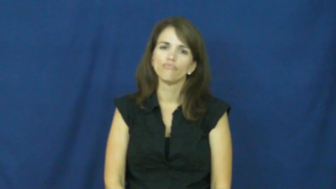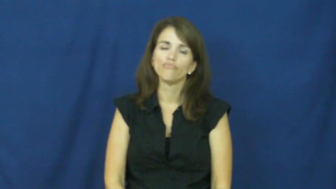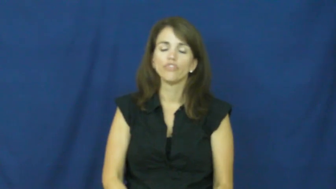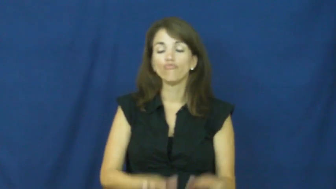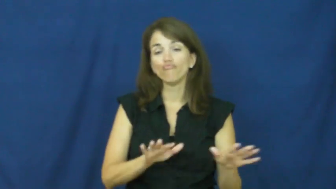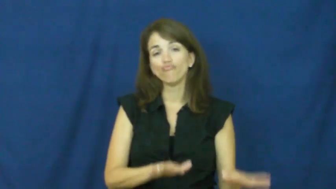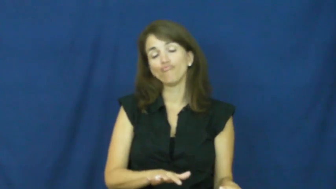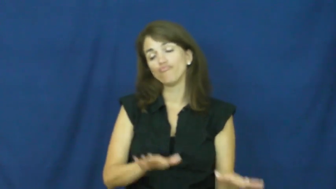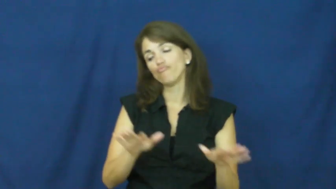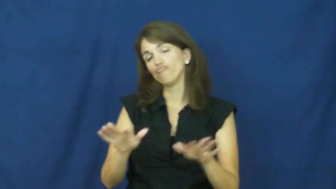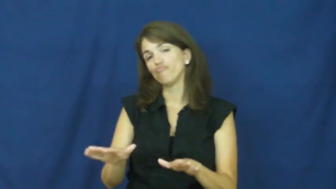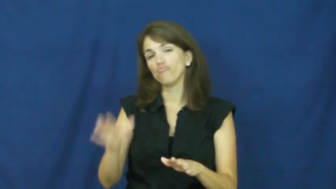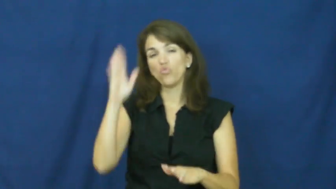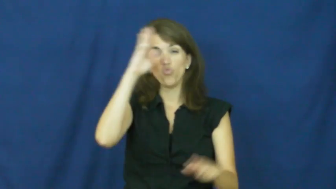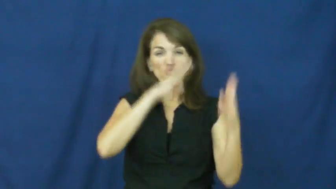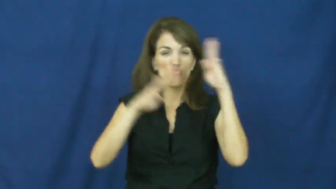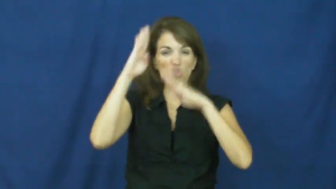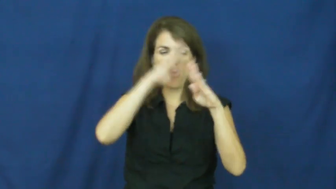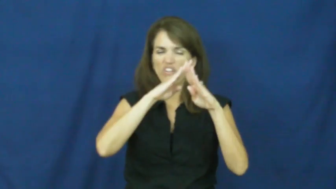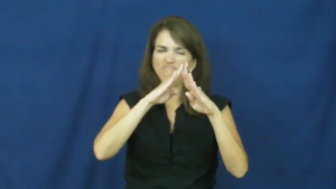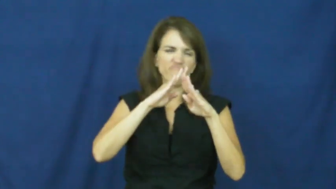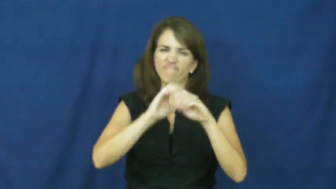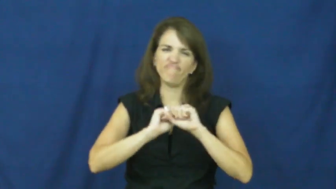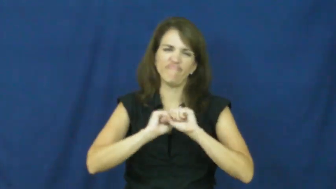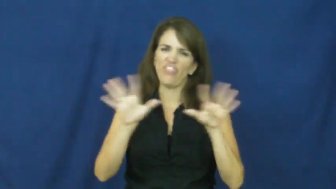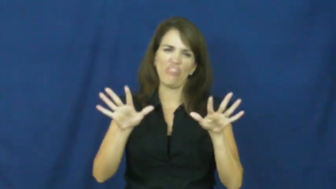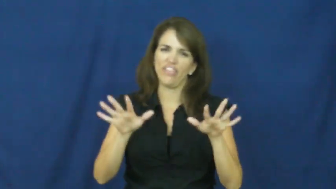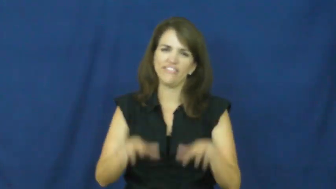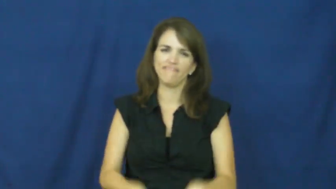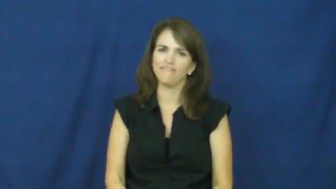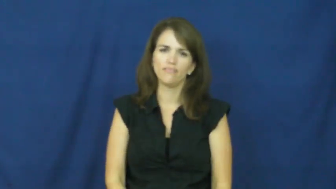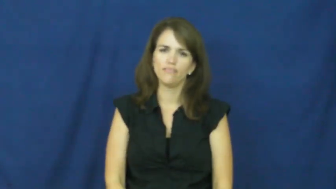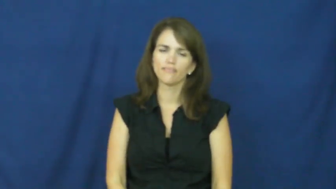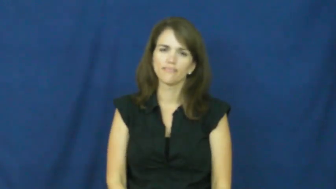"cool as a cucumber"